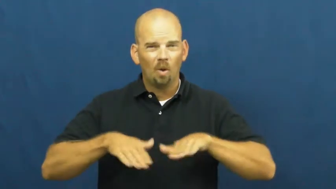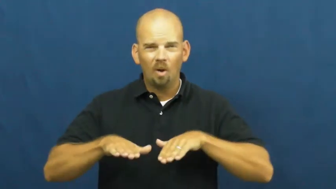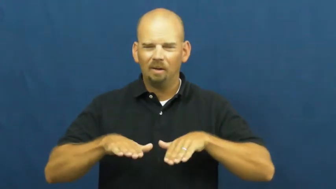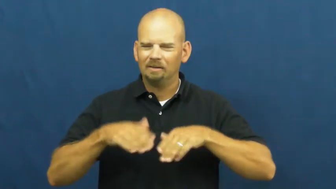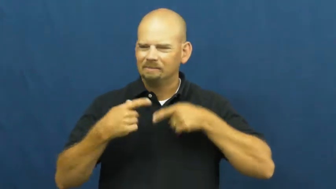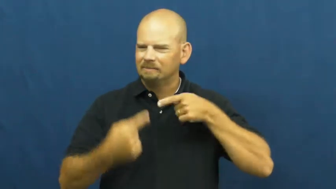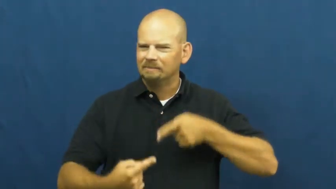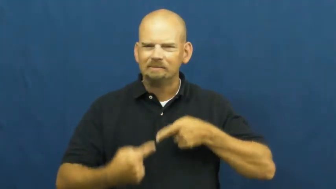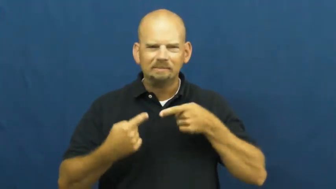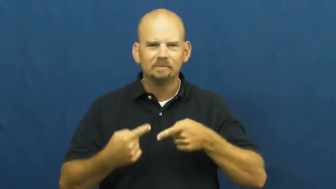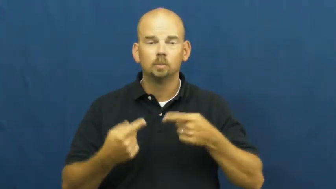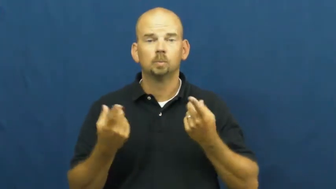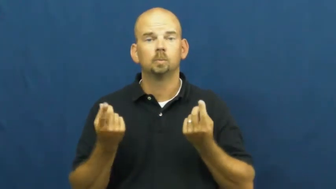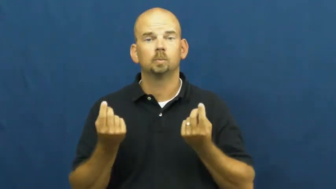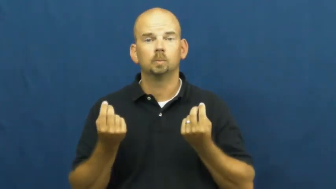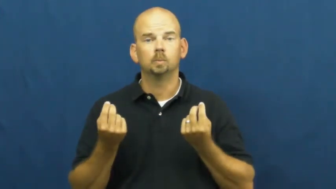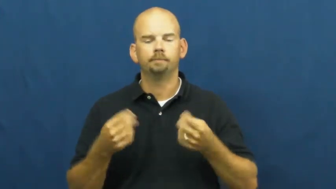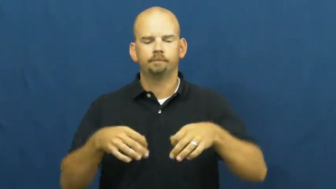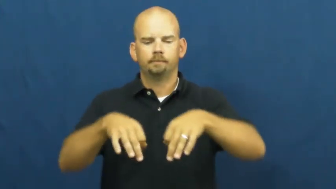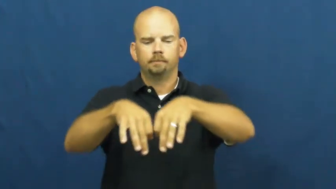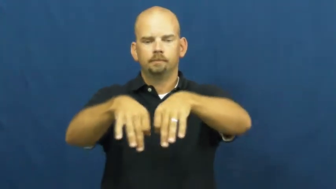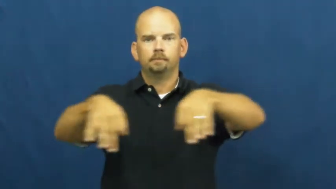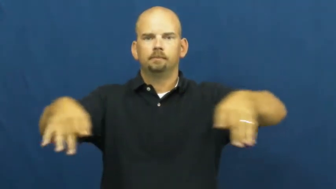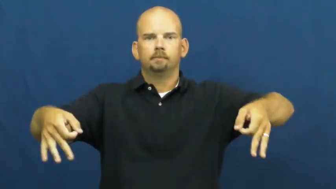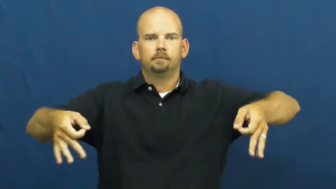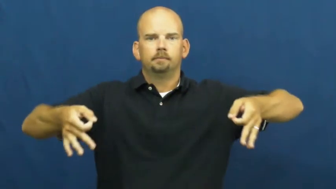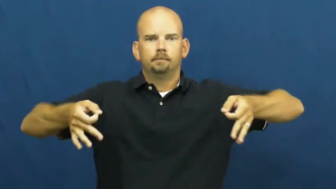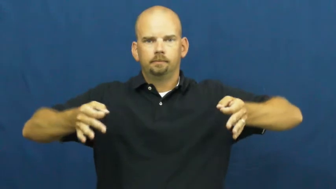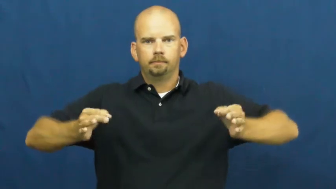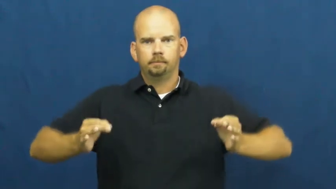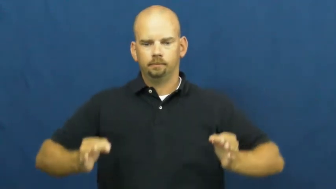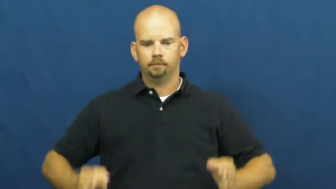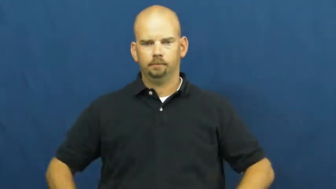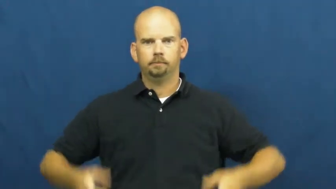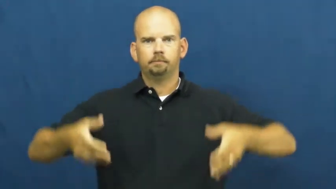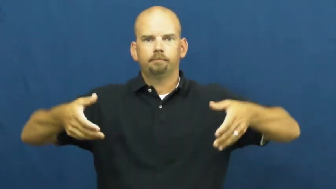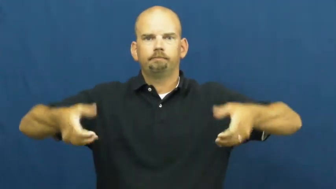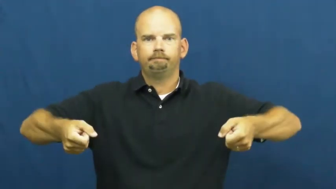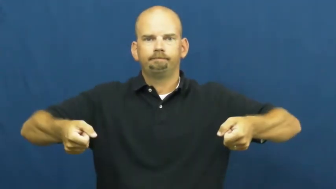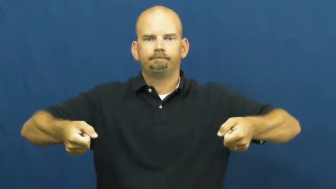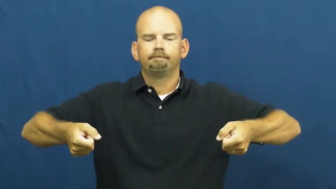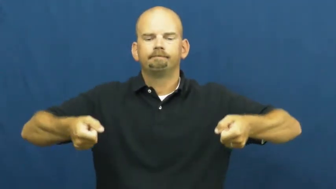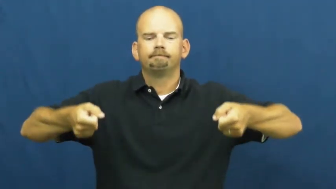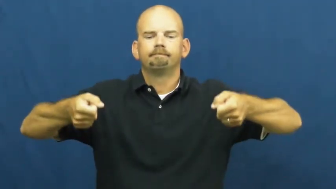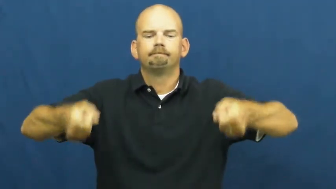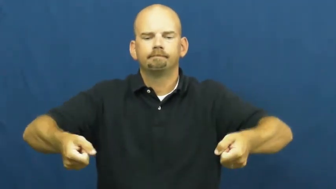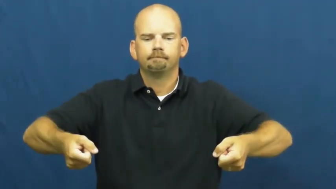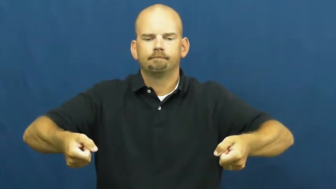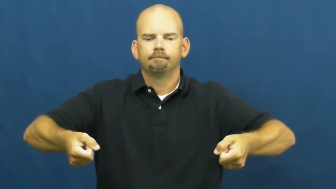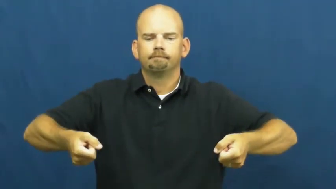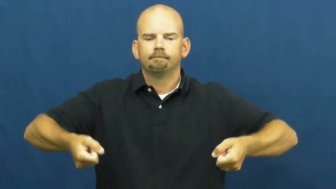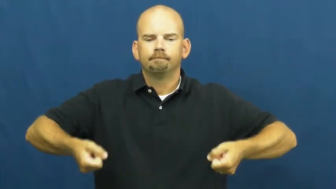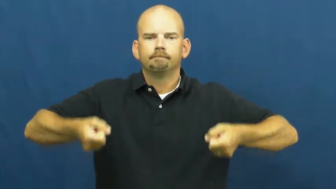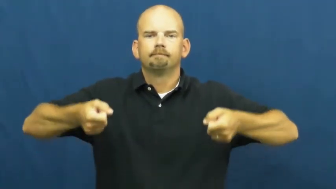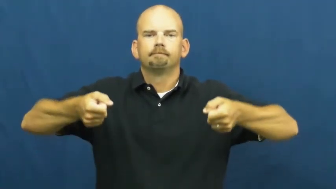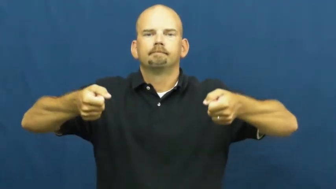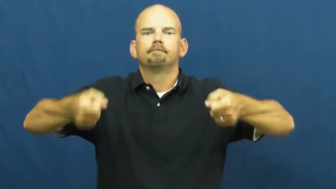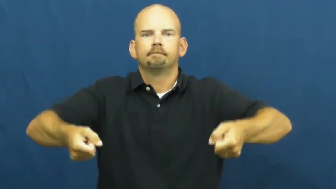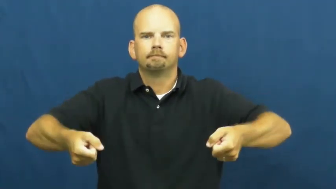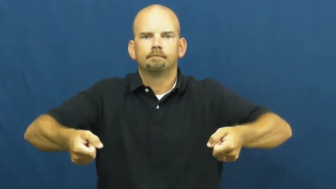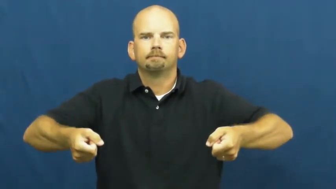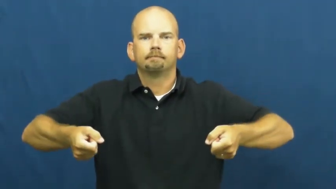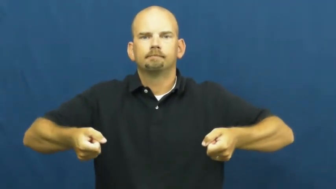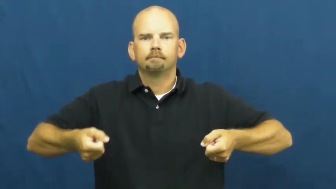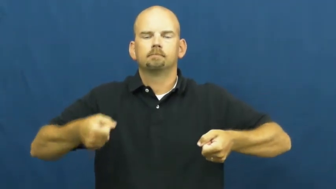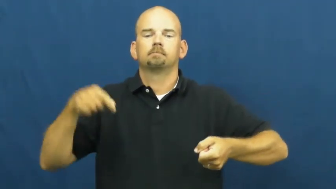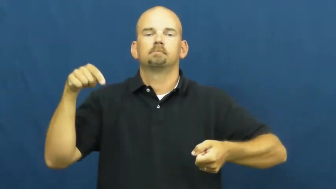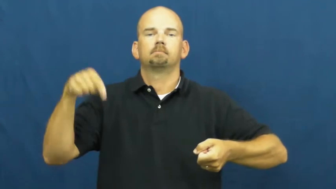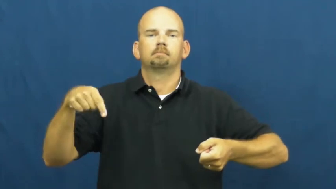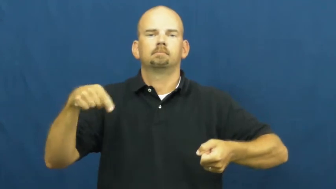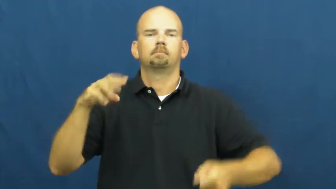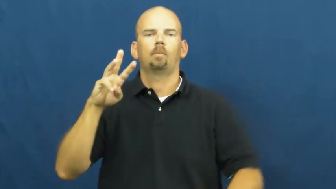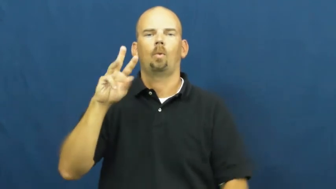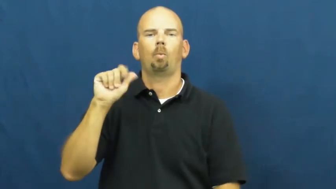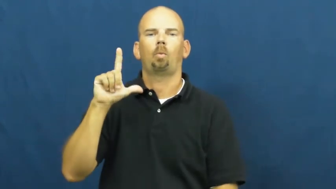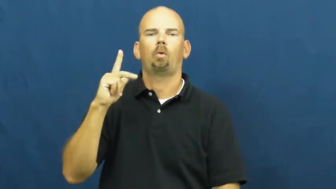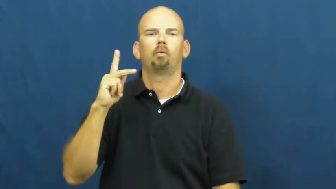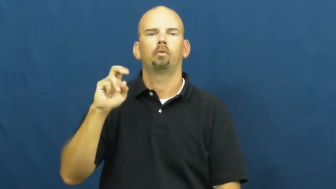walker-tool